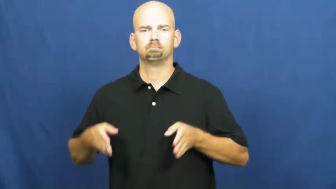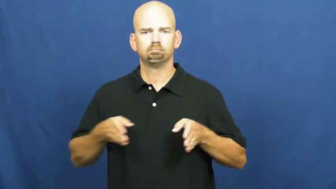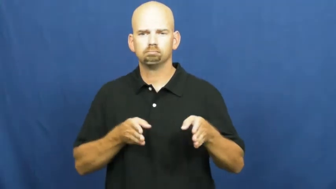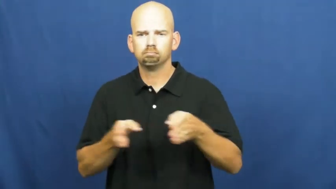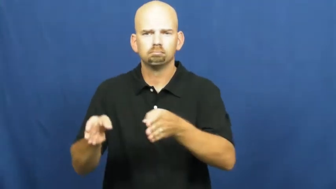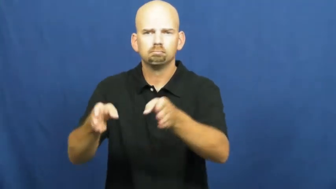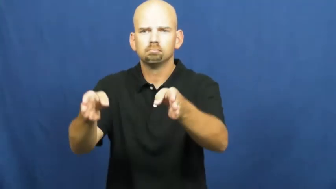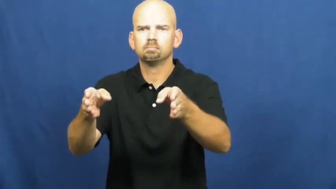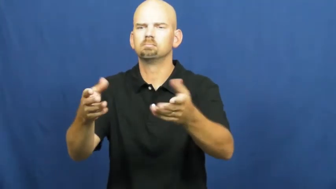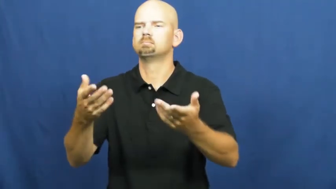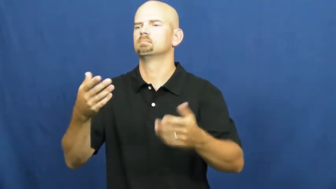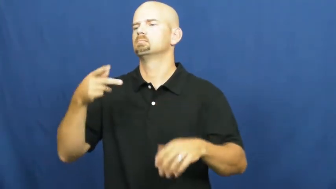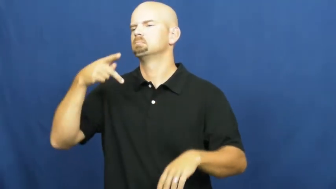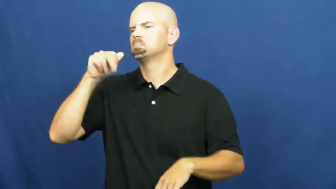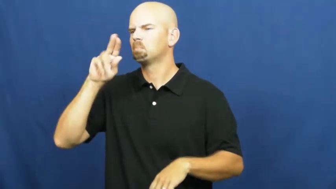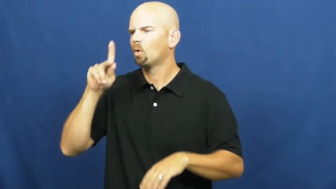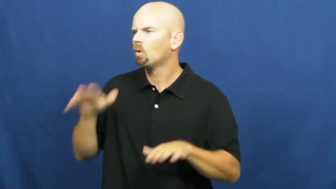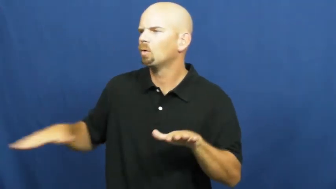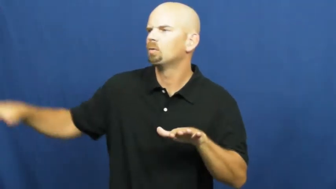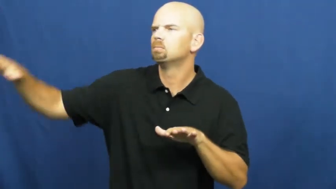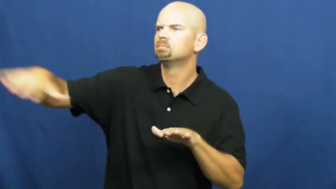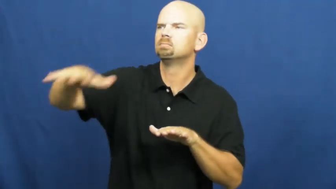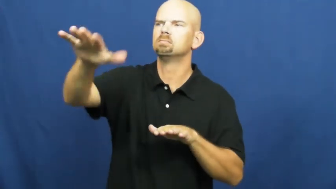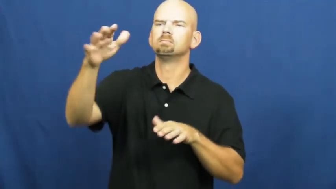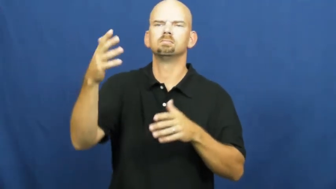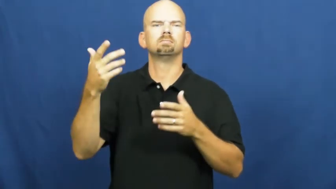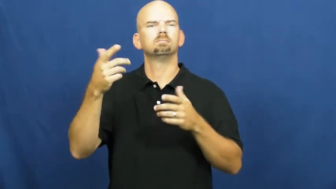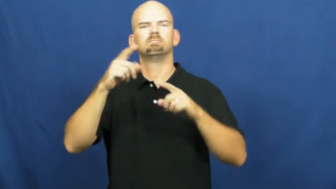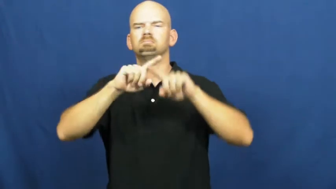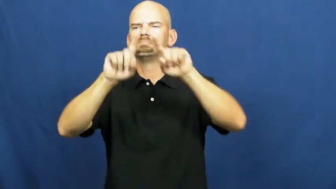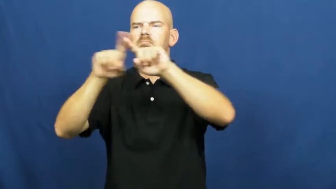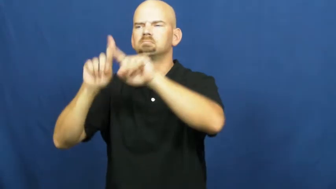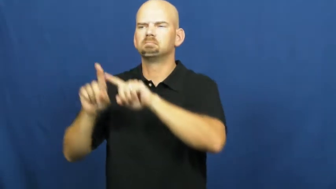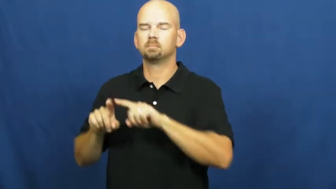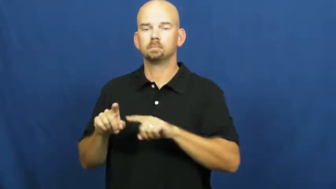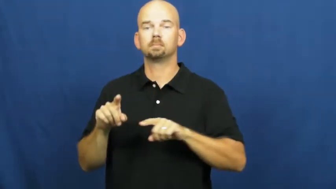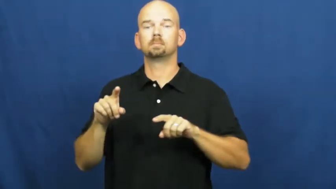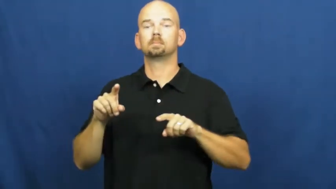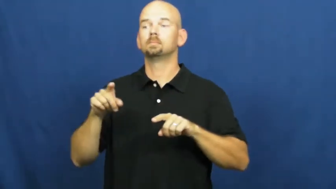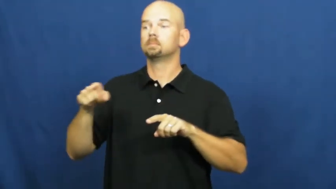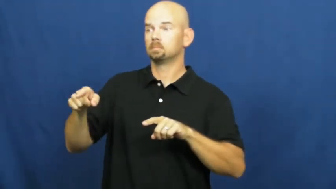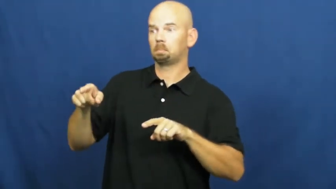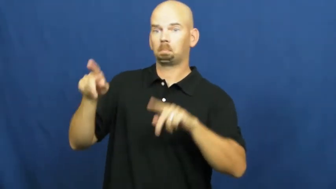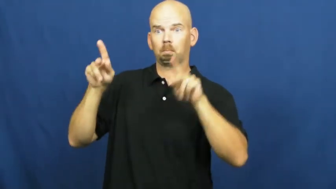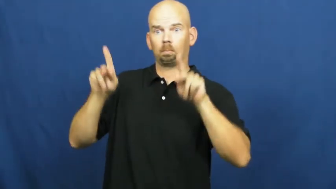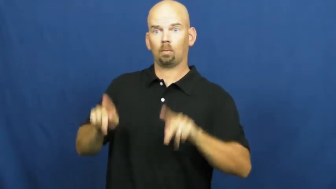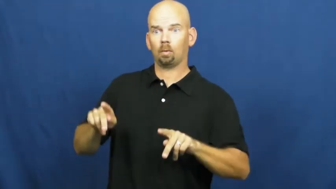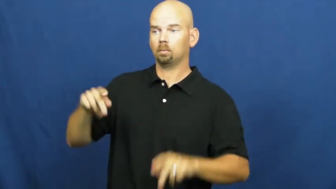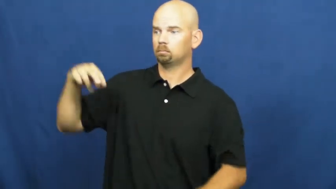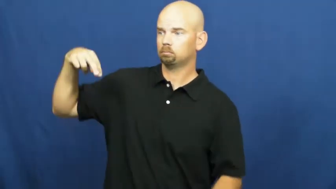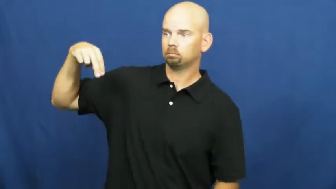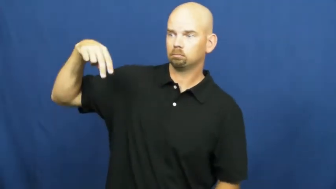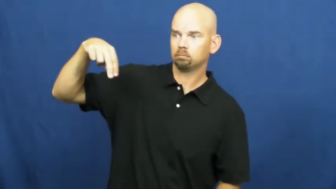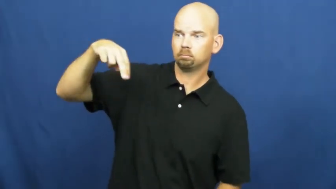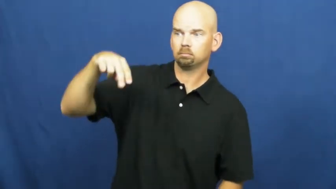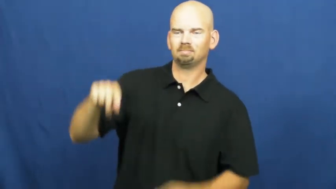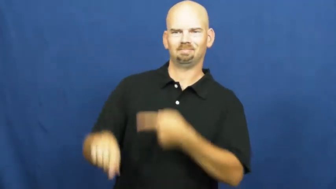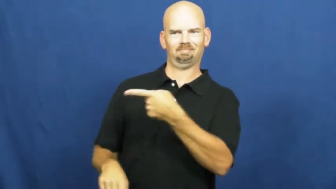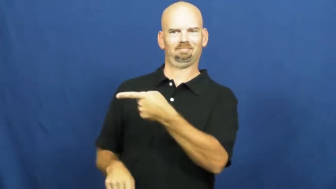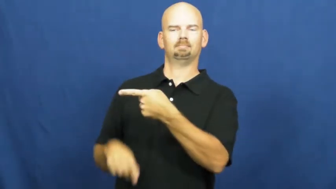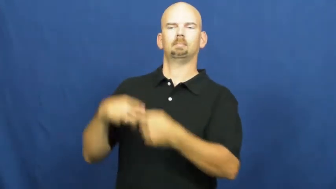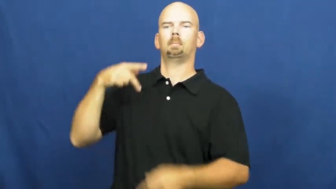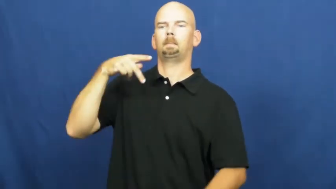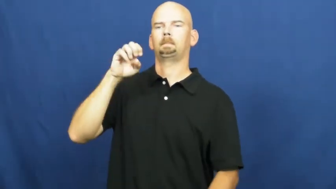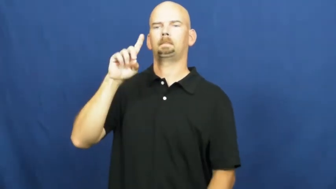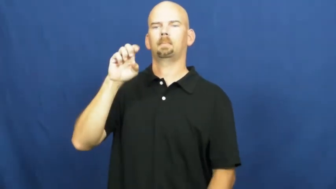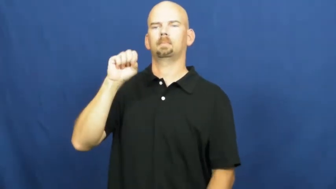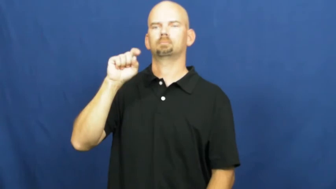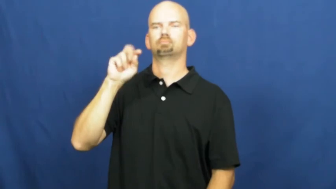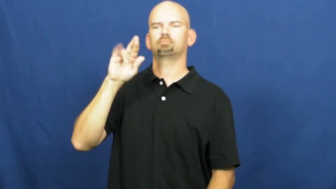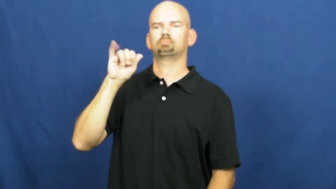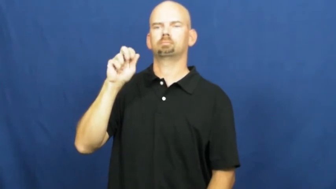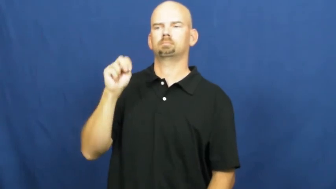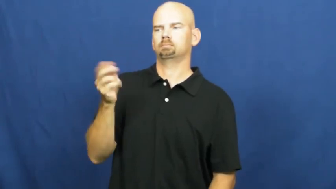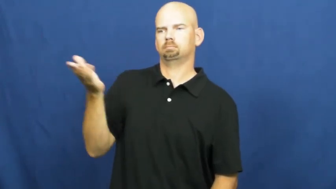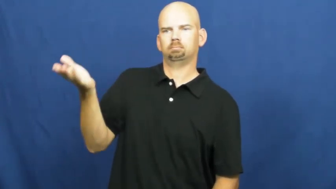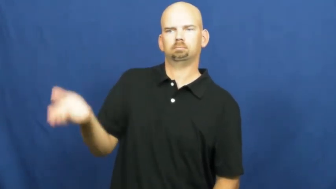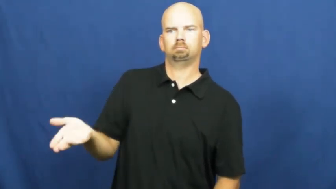pedestrian